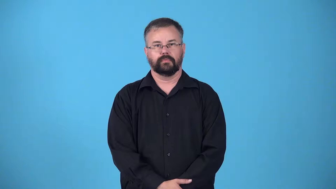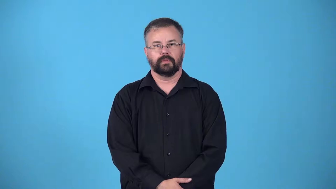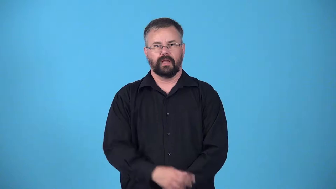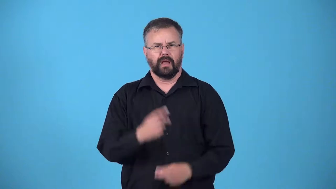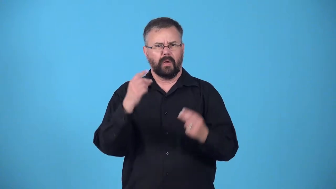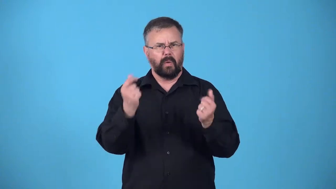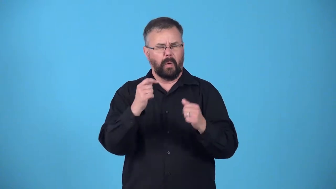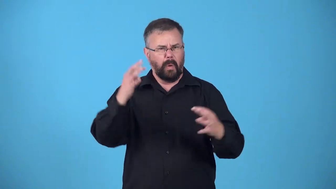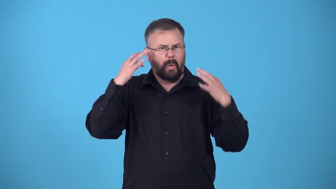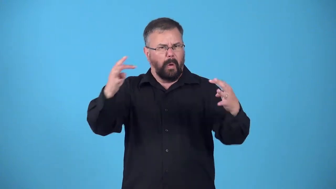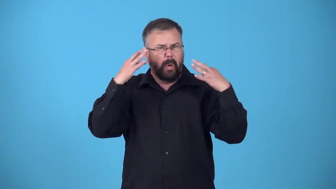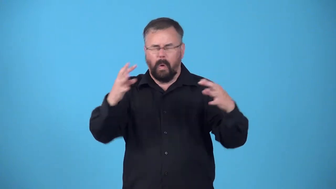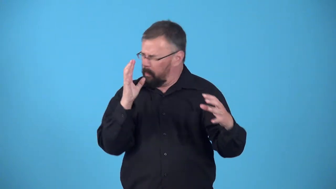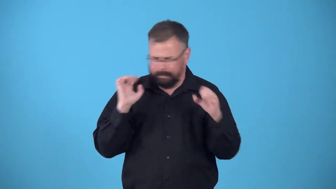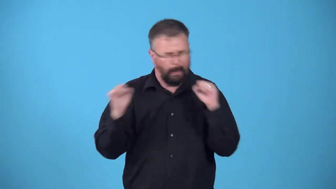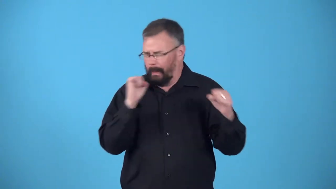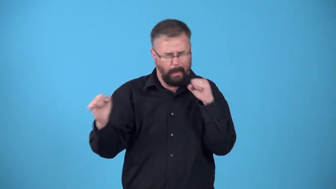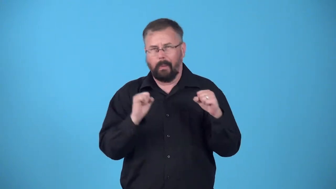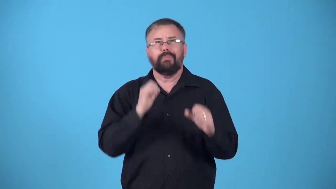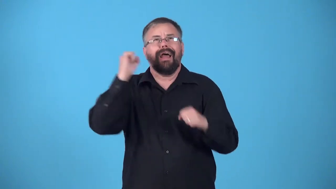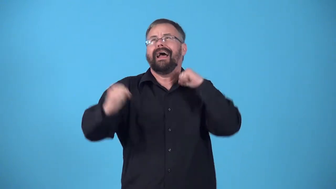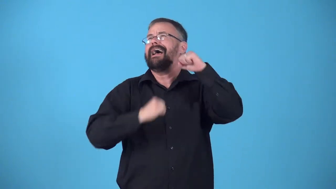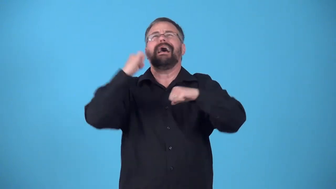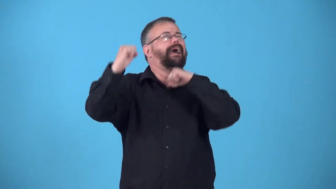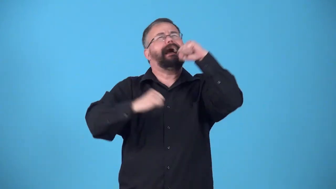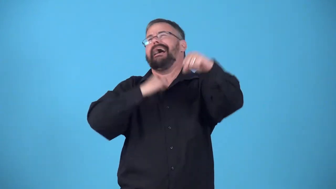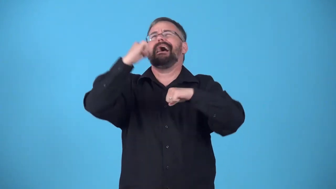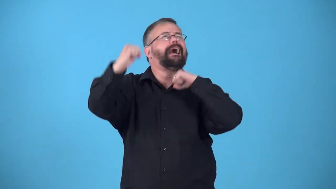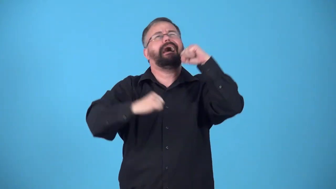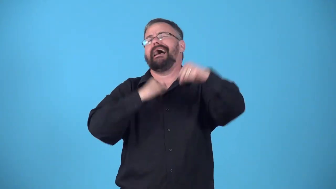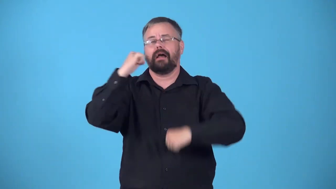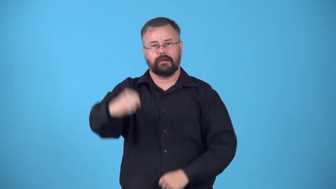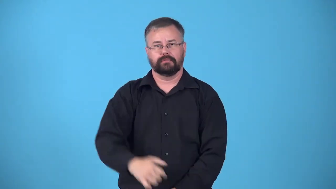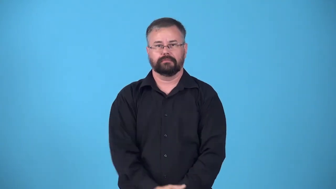erupt-noise